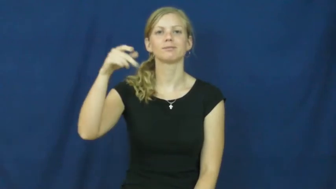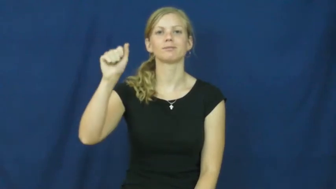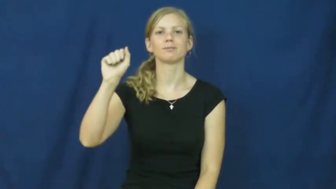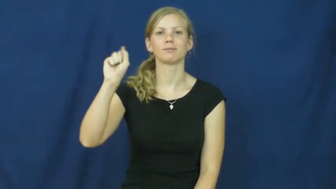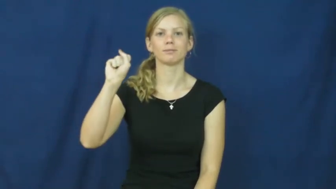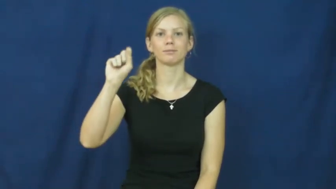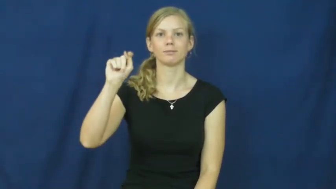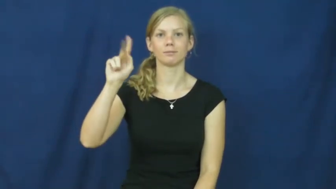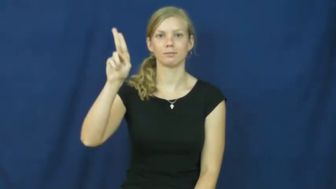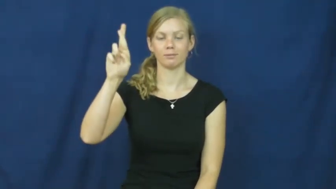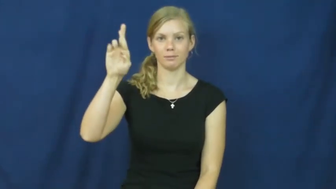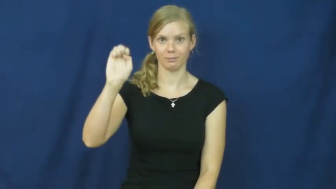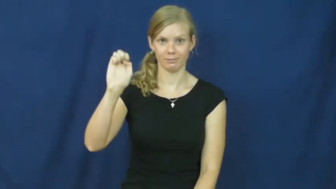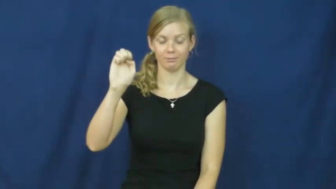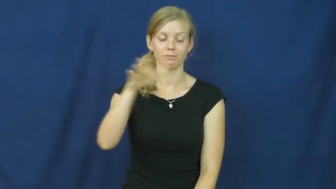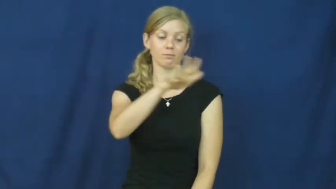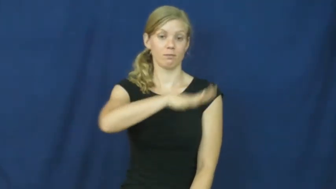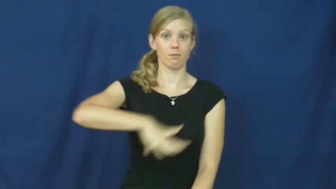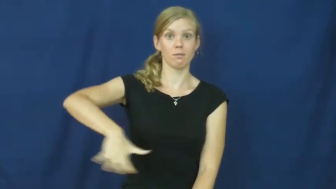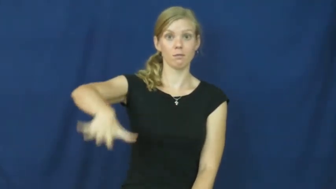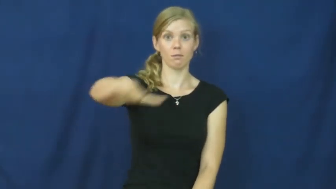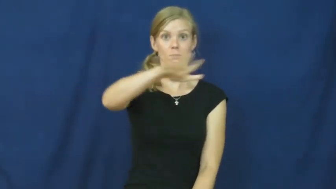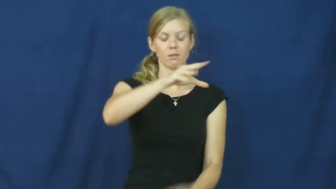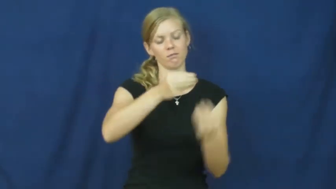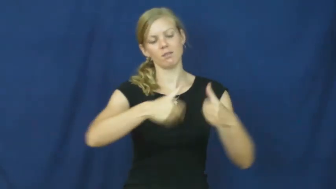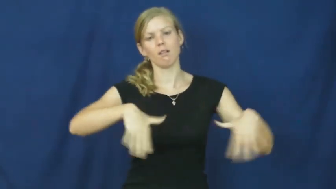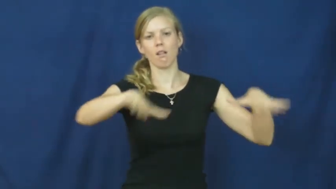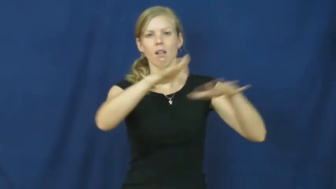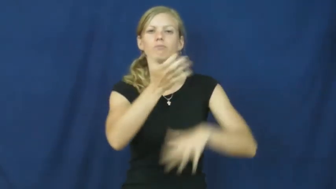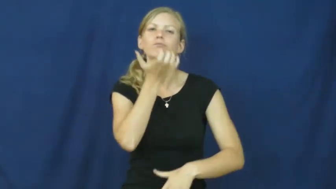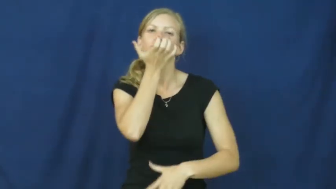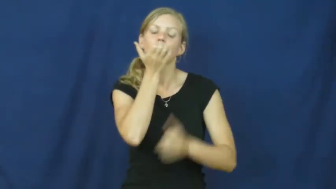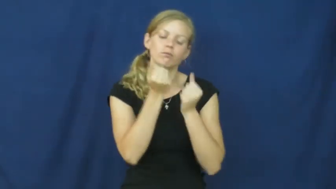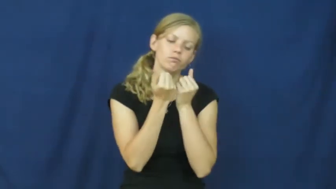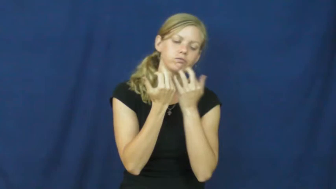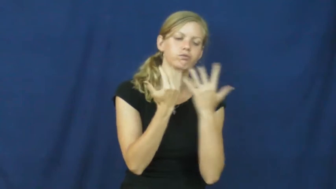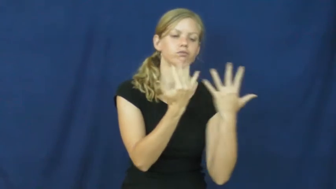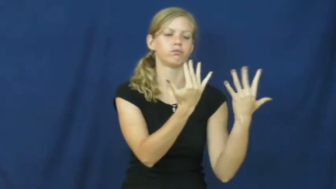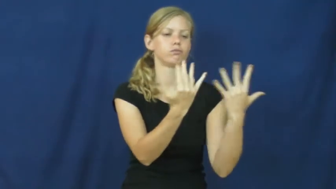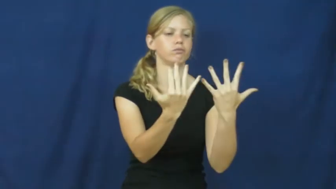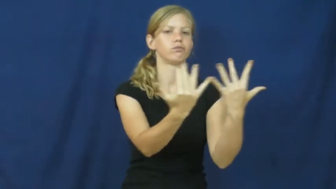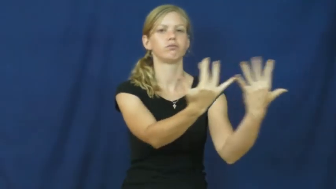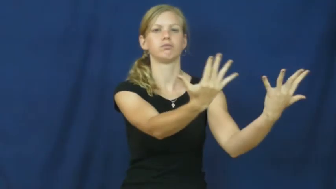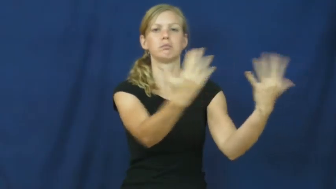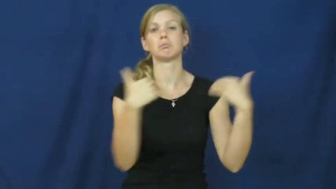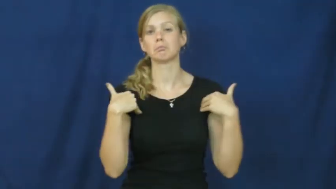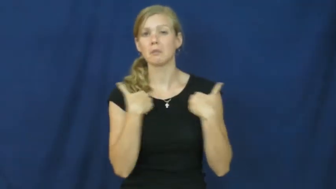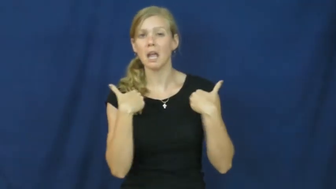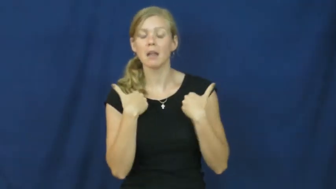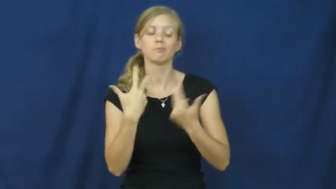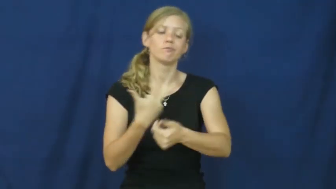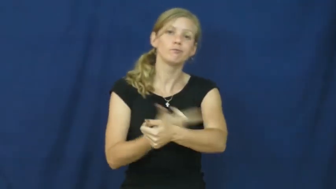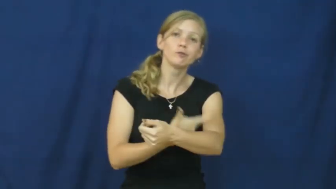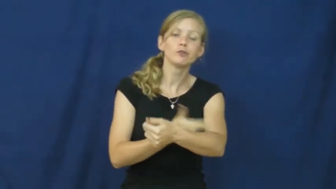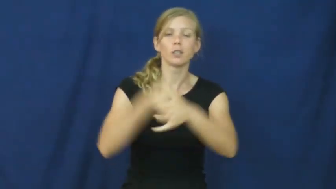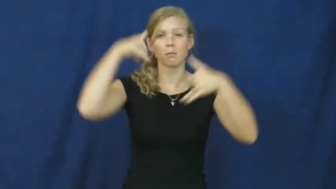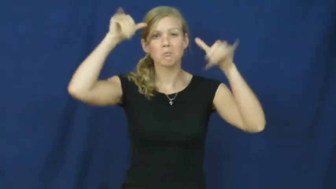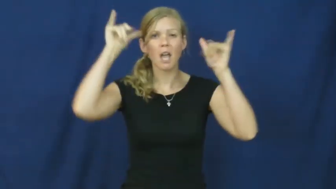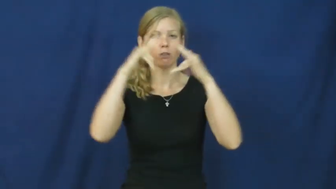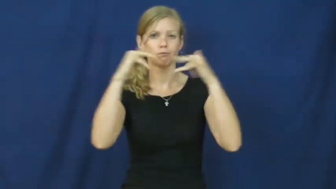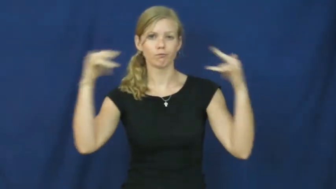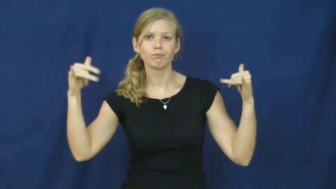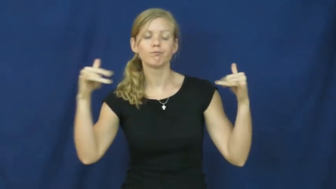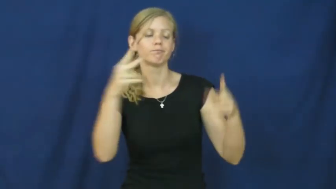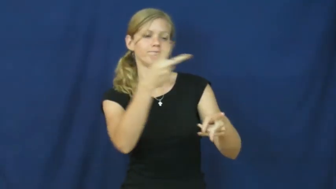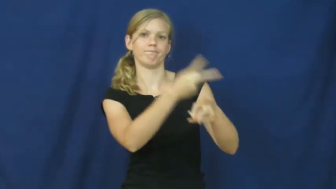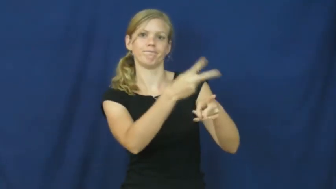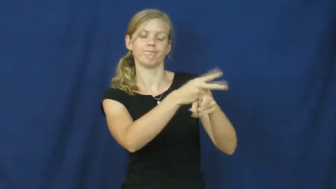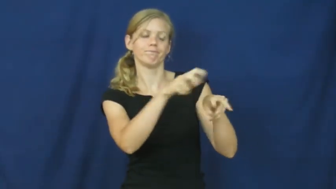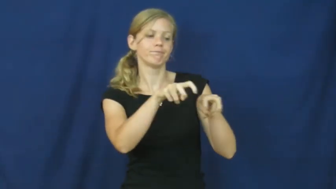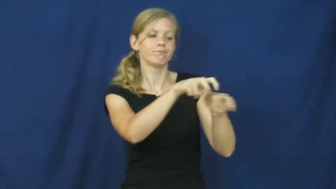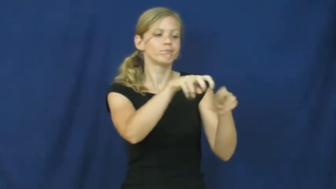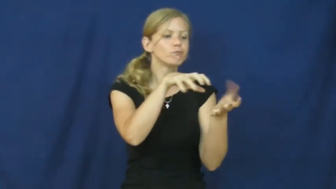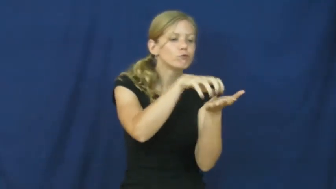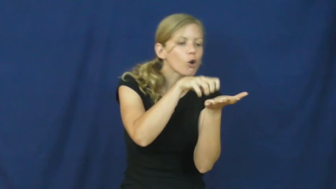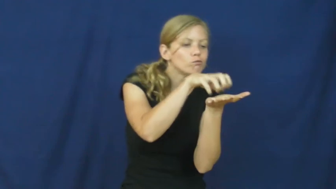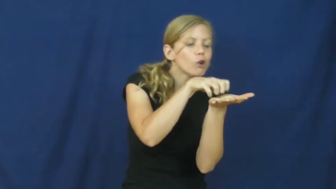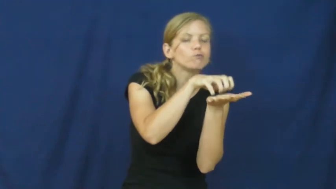pasture